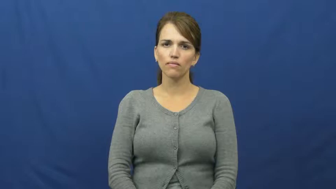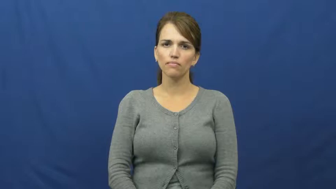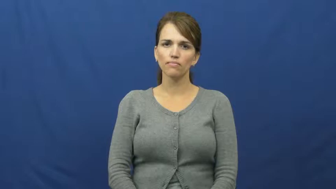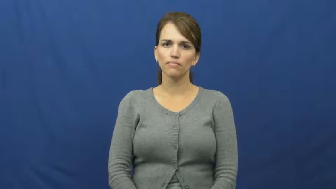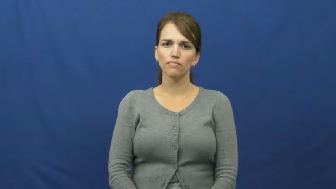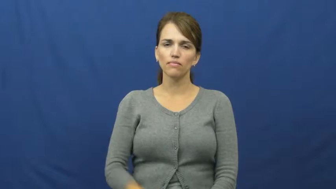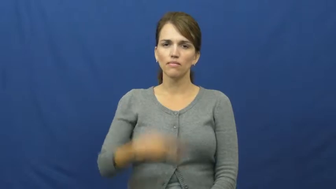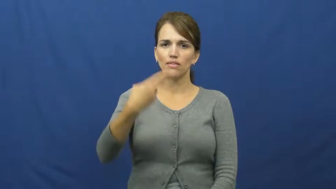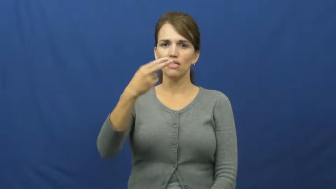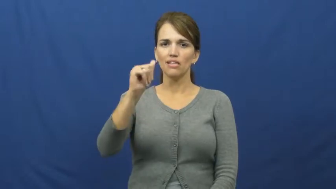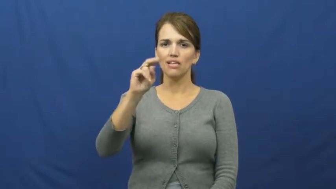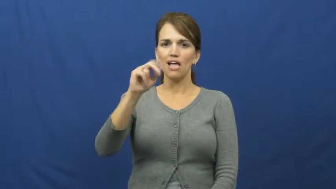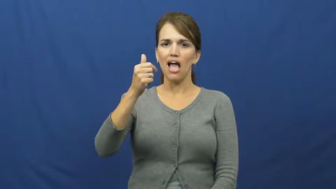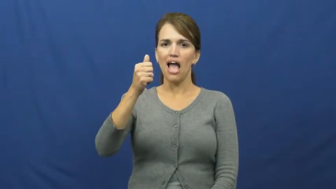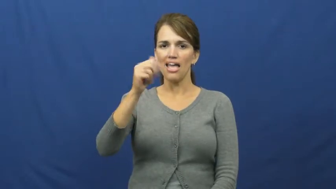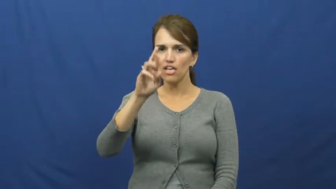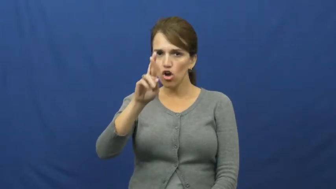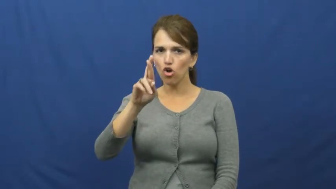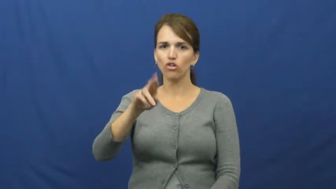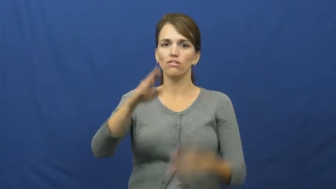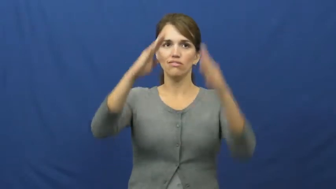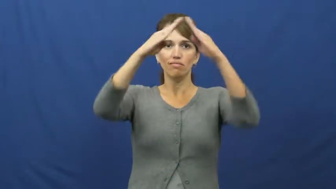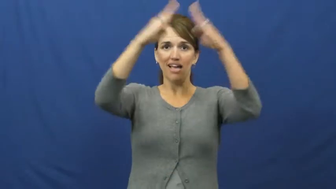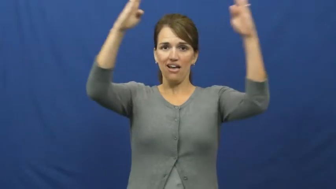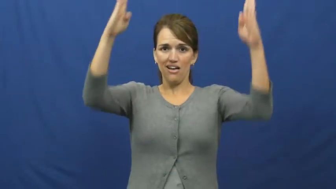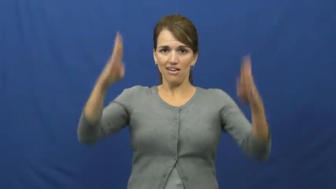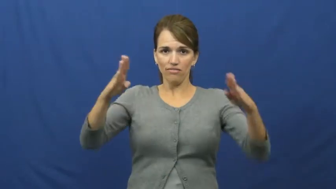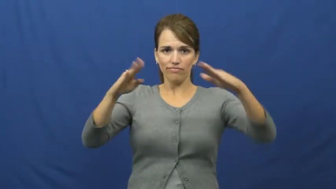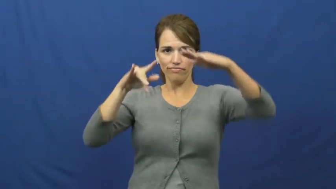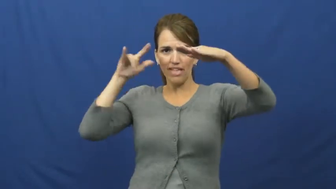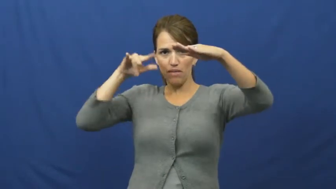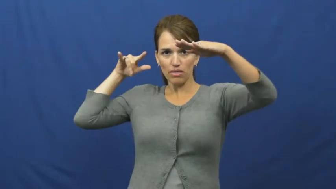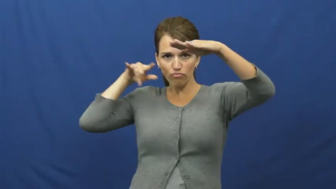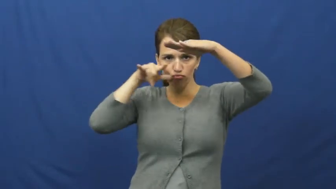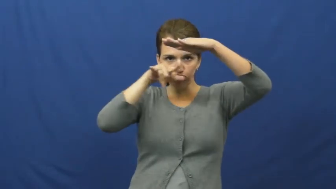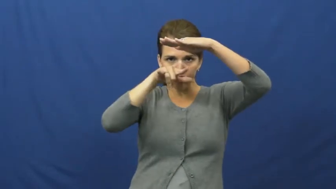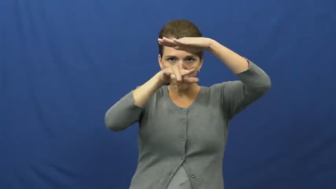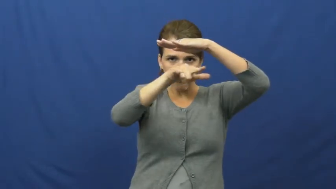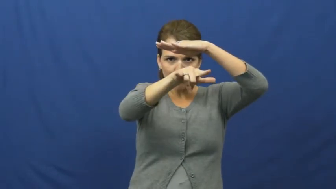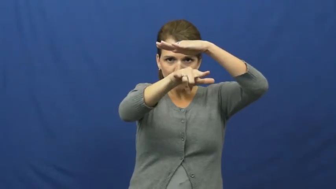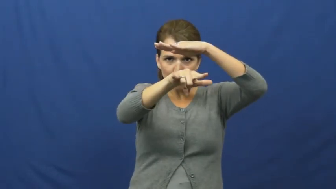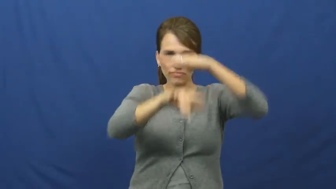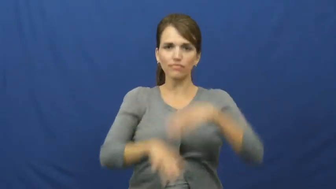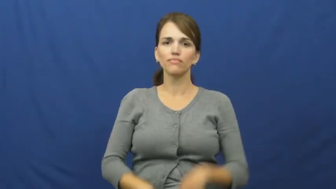hangar